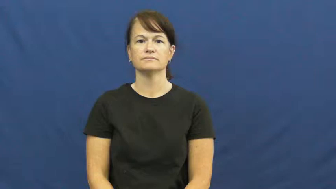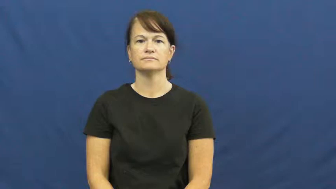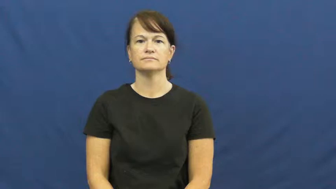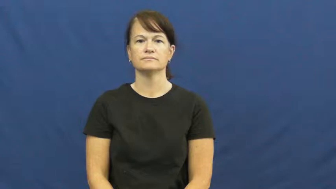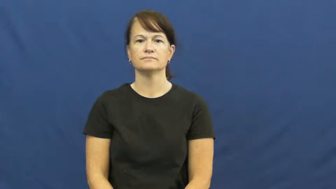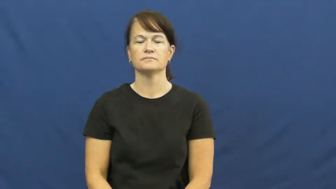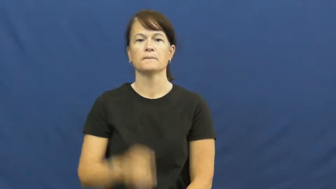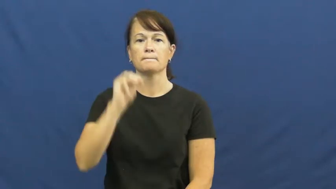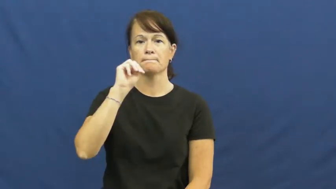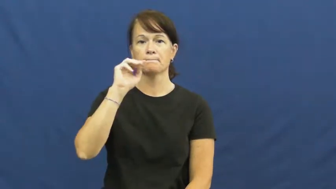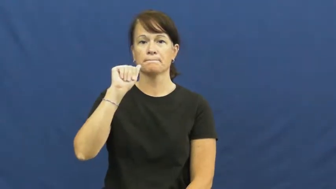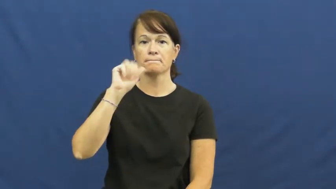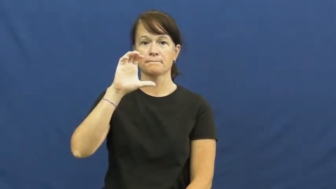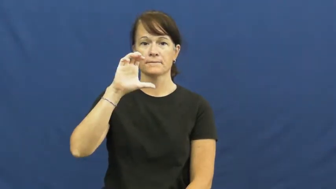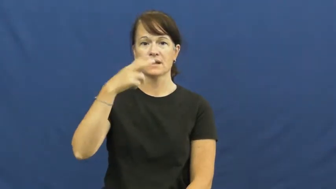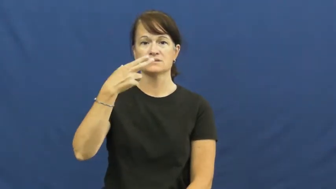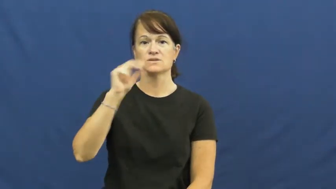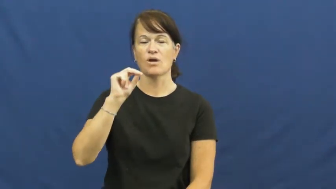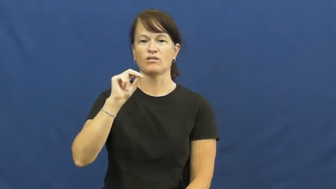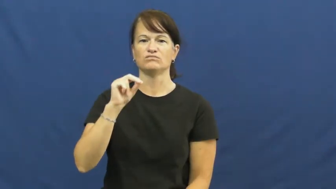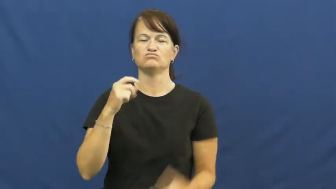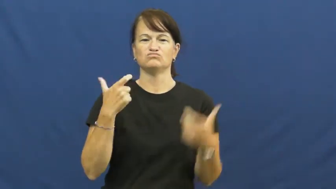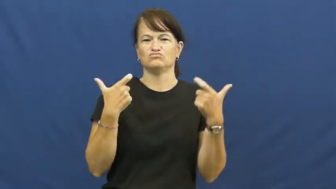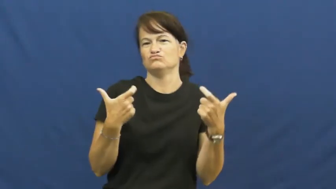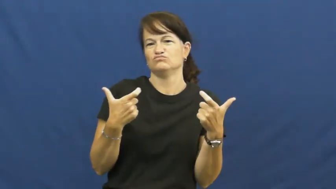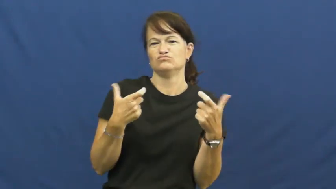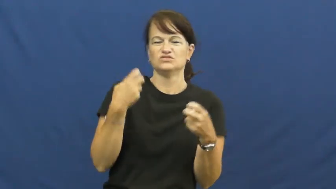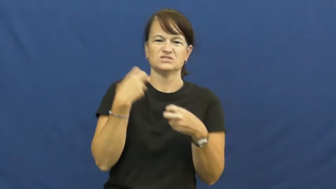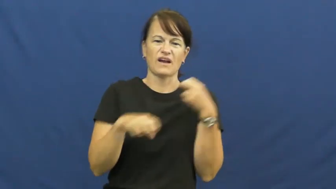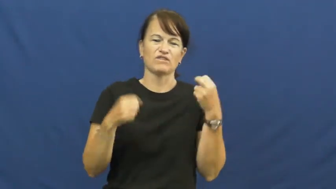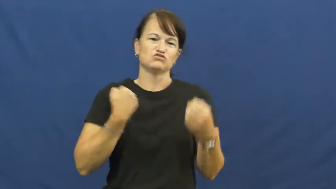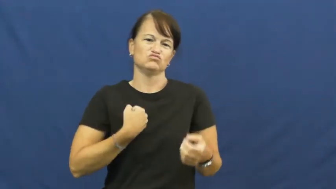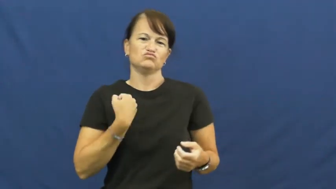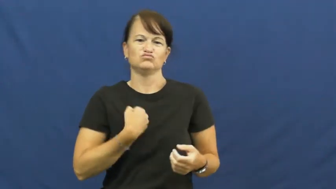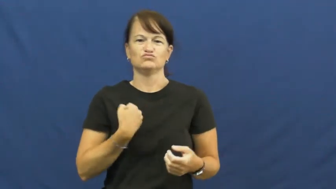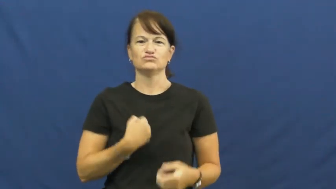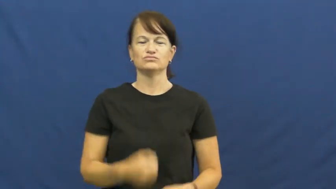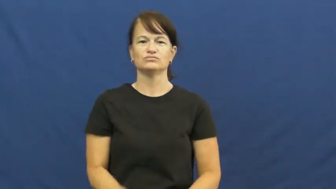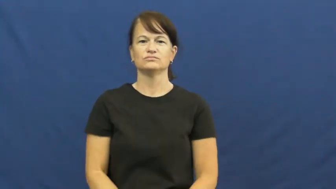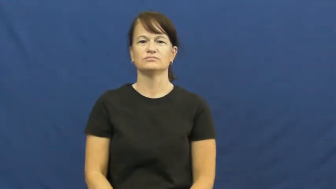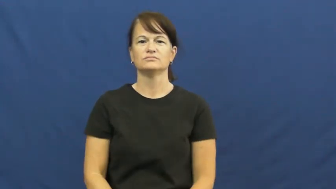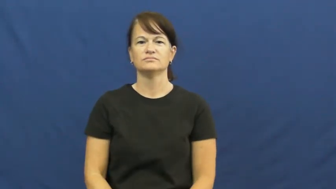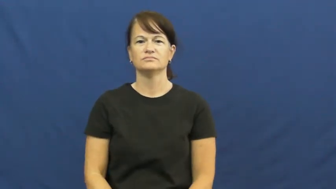macho